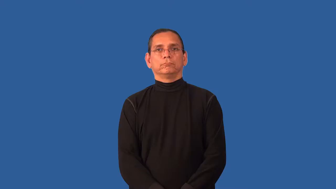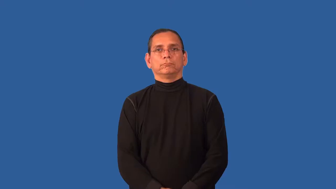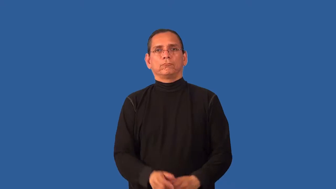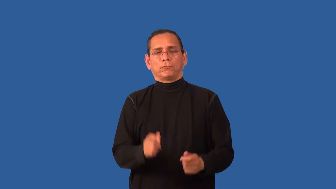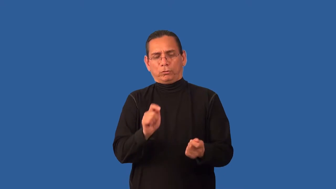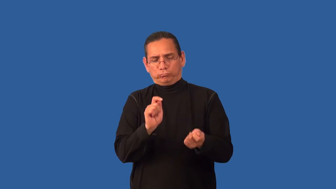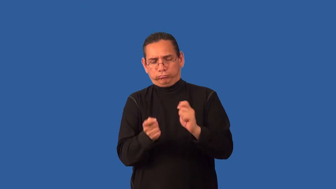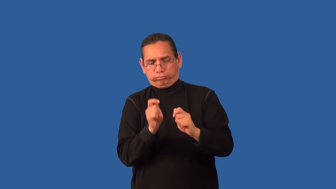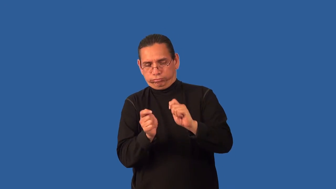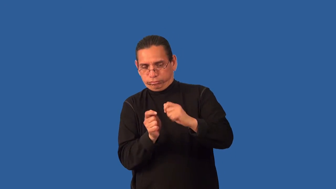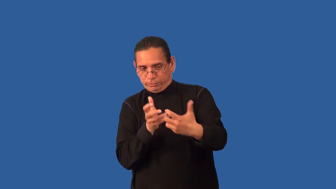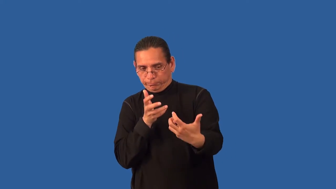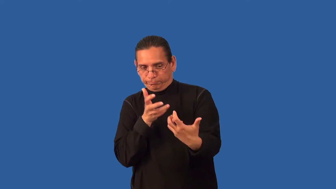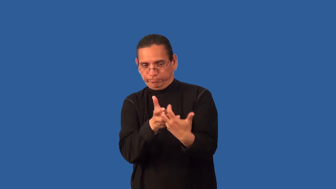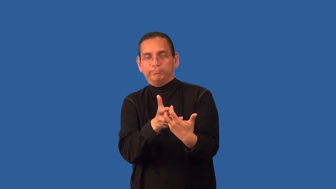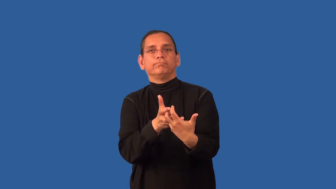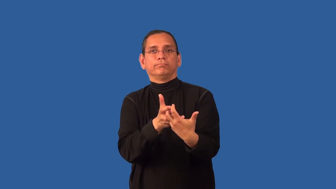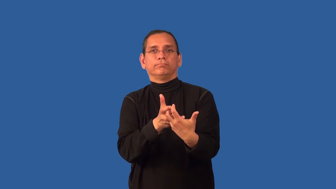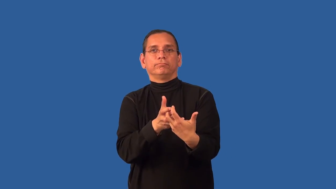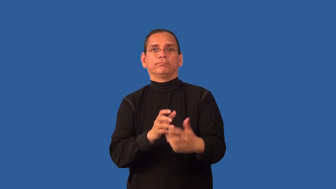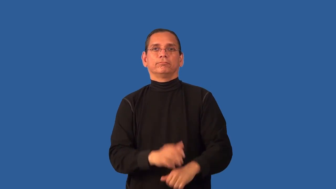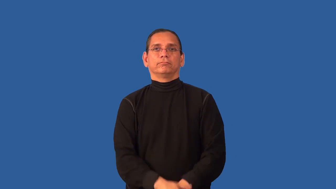accommodation-adaptation